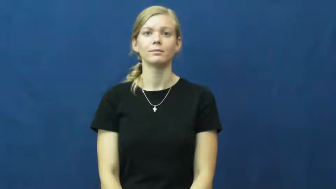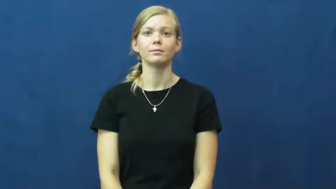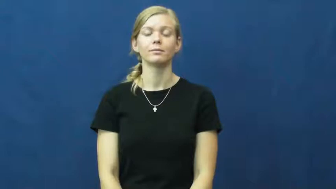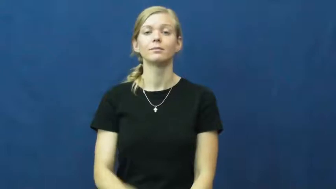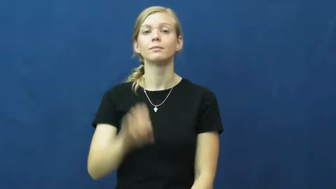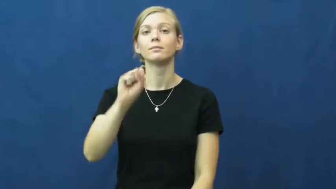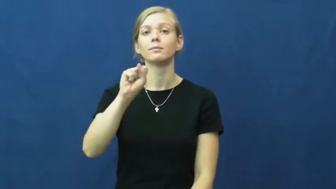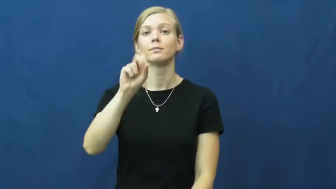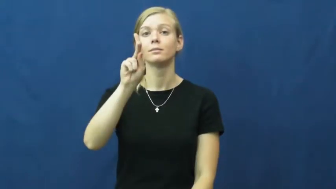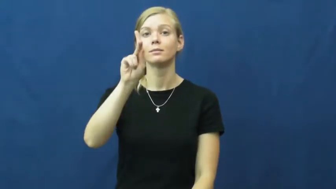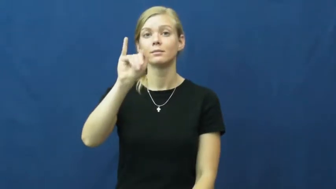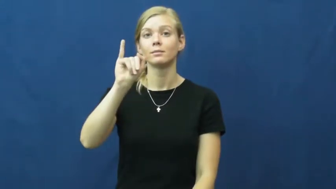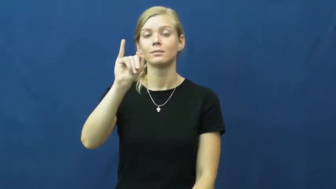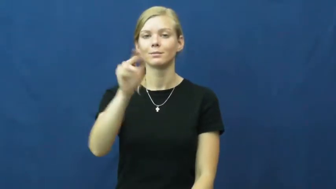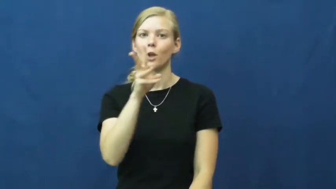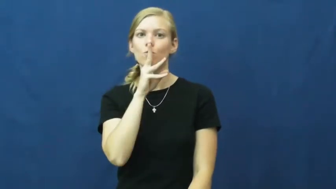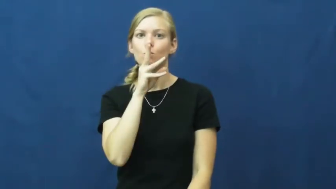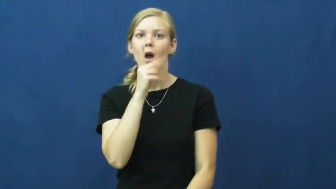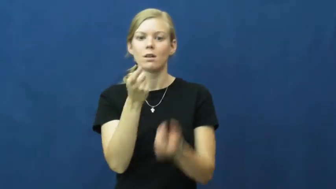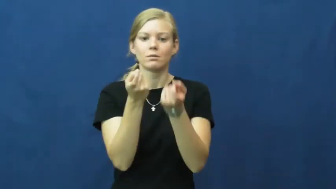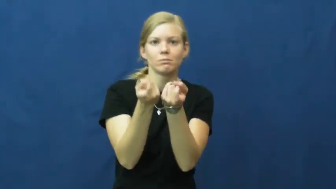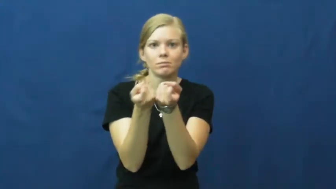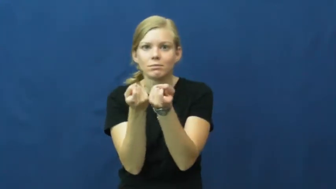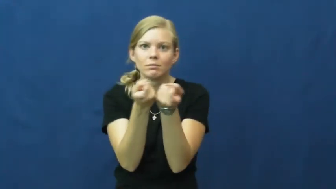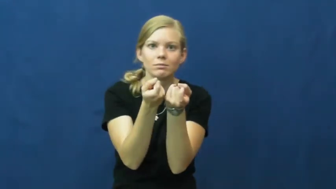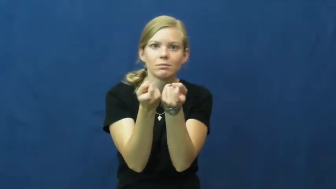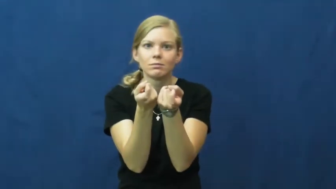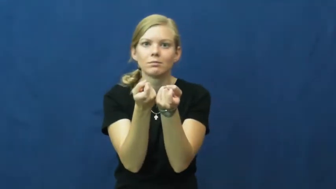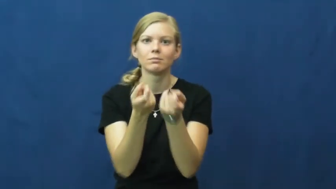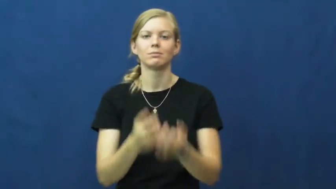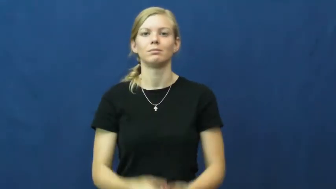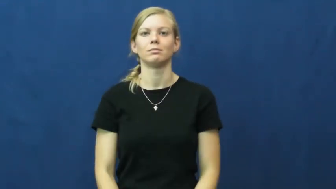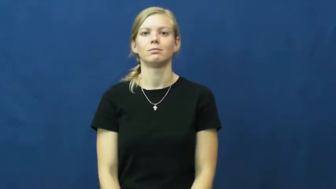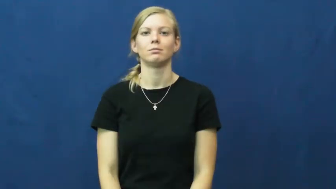ski-water